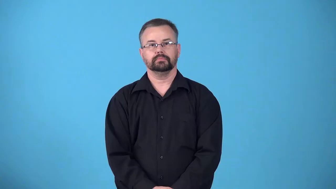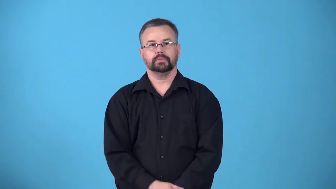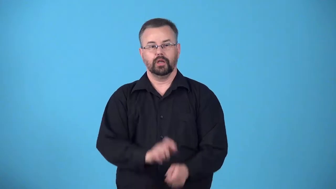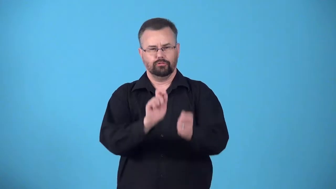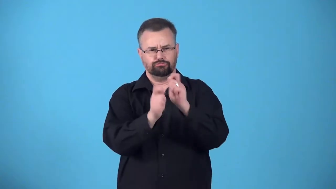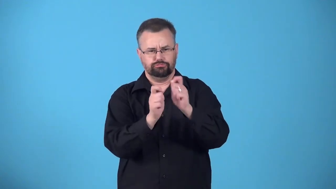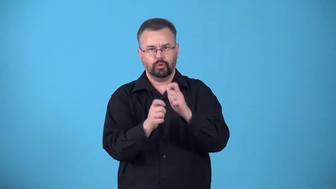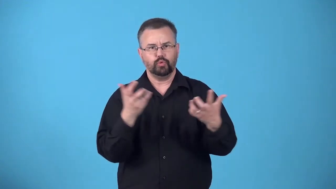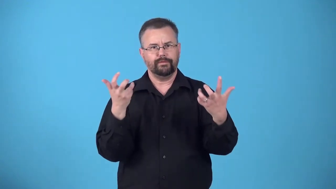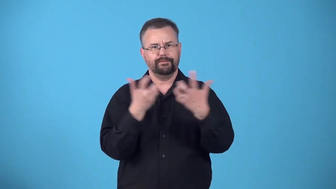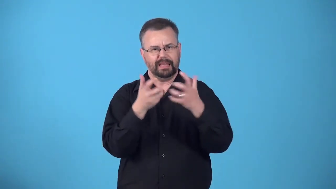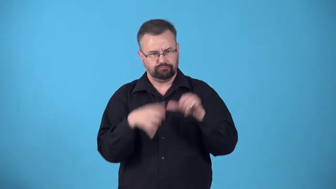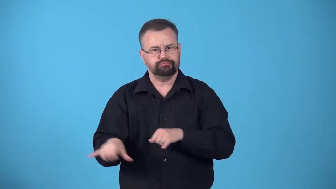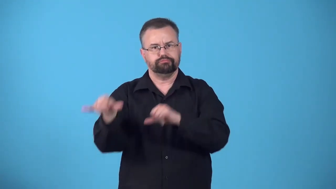conventionalize